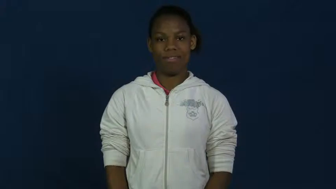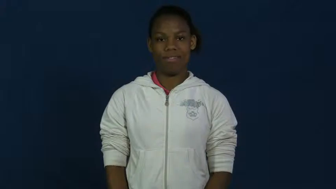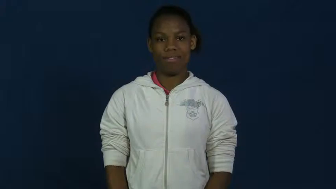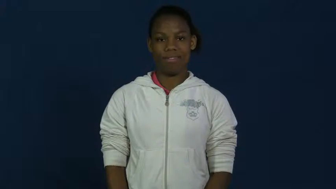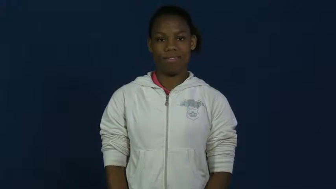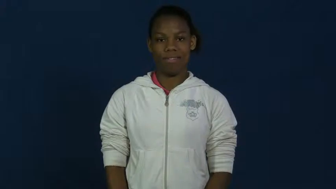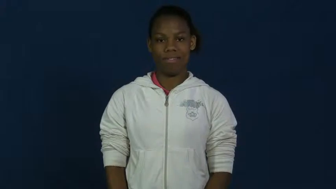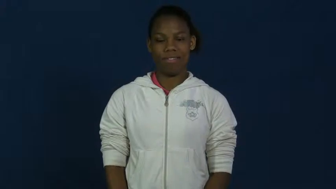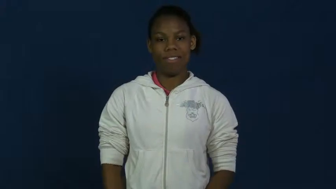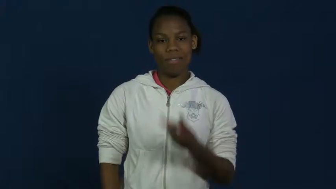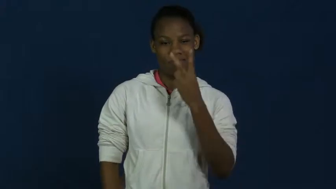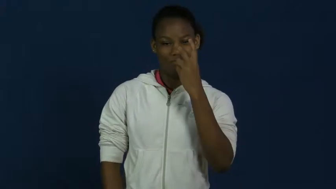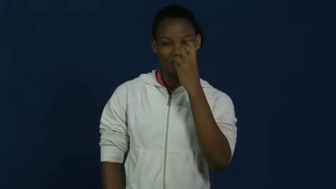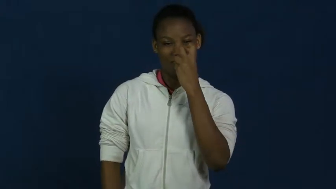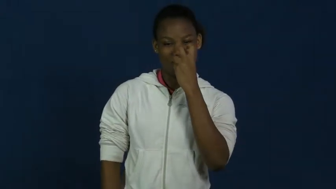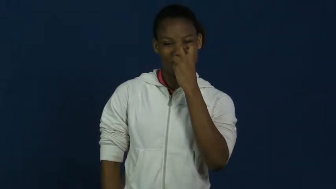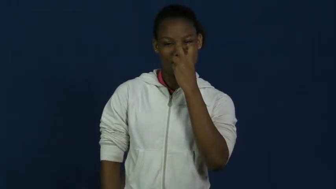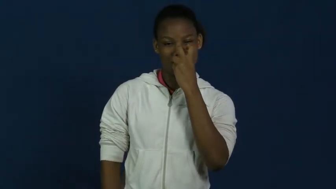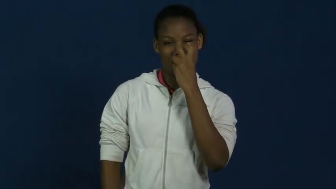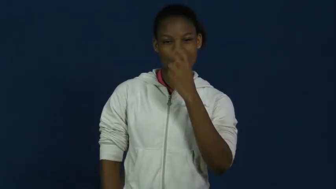skeptical,hah,ha,huh,humph,nonbeliever,questionable